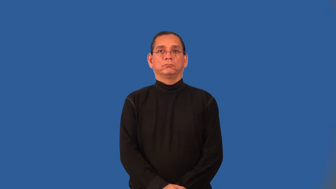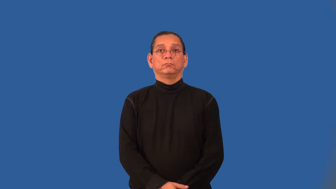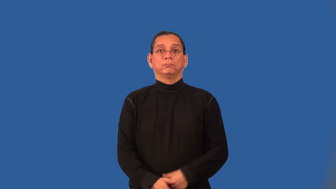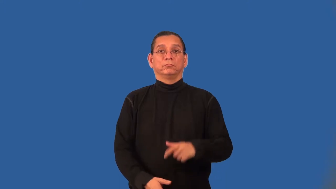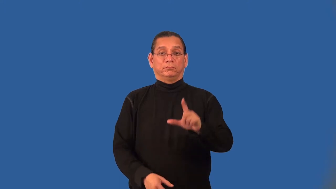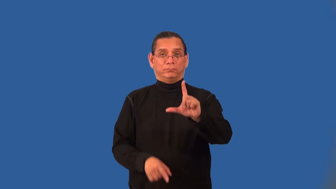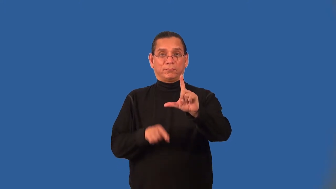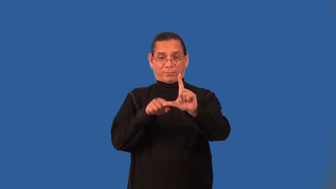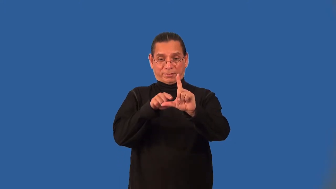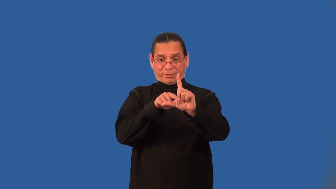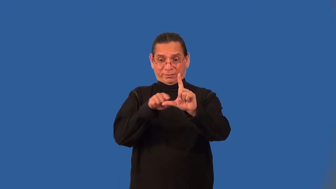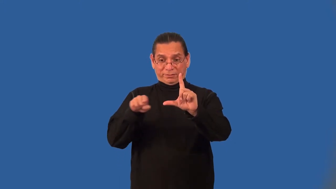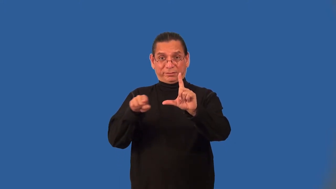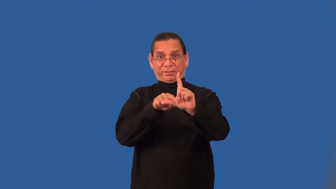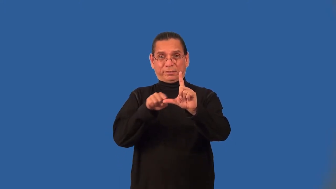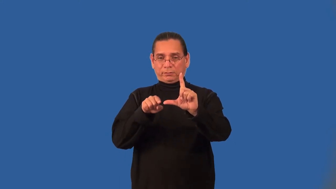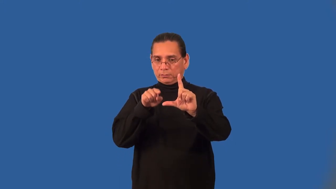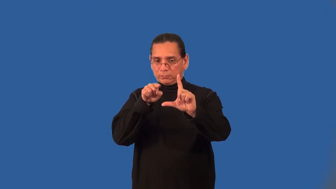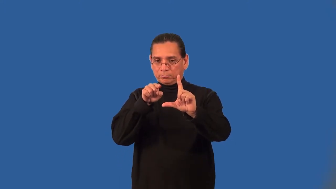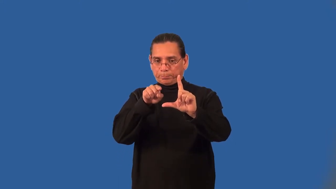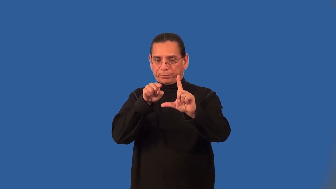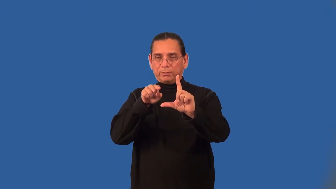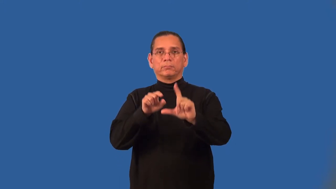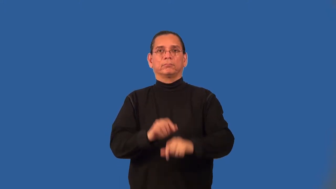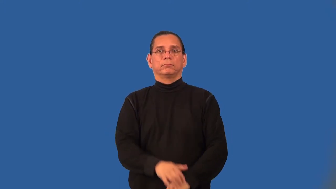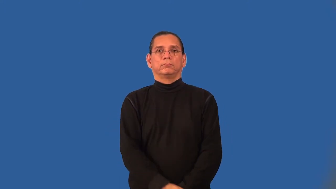abscissa